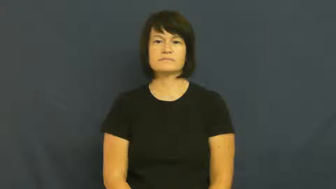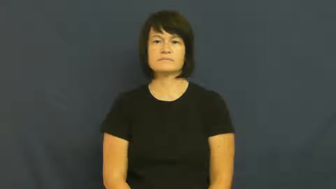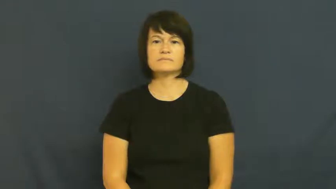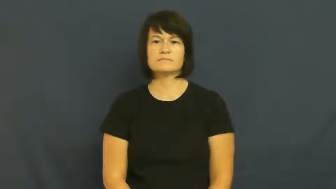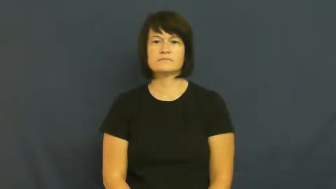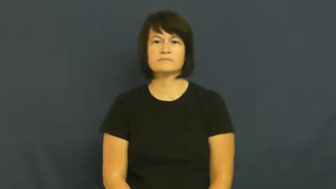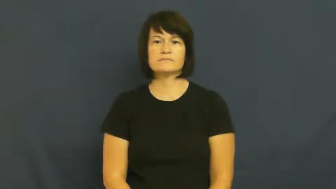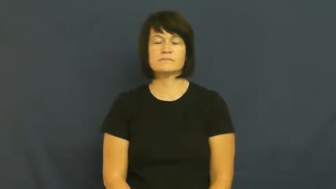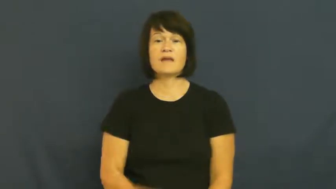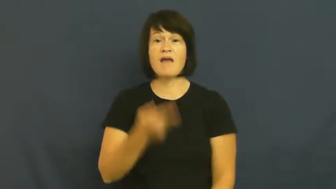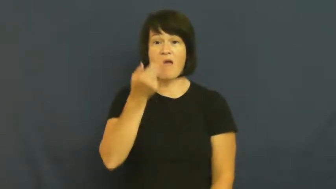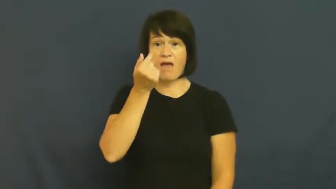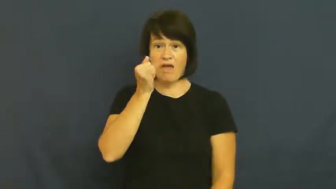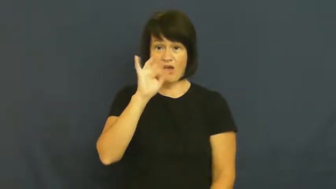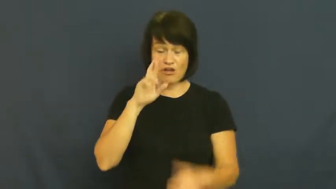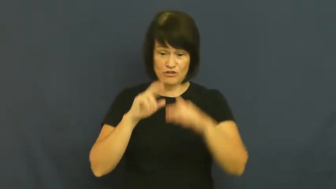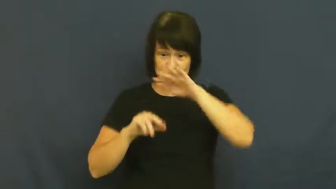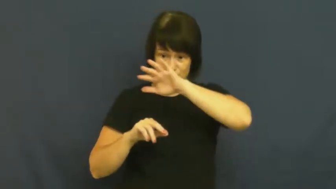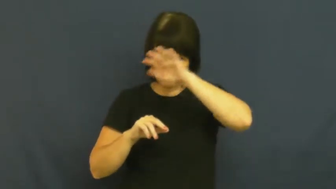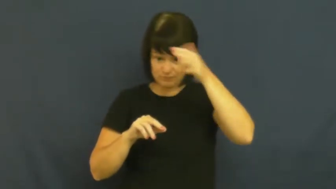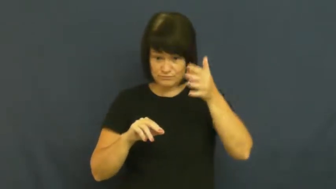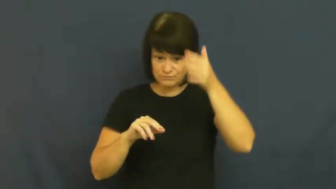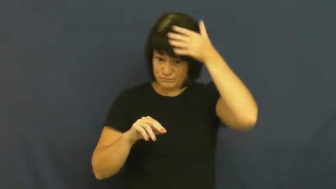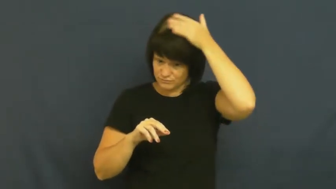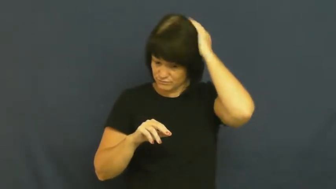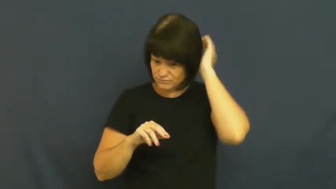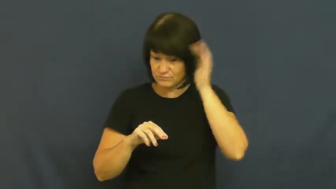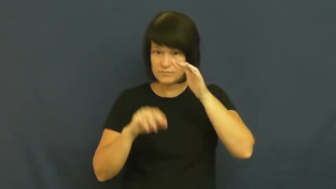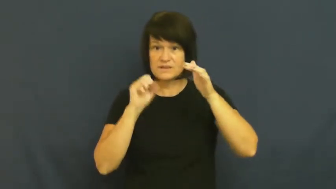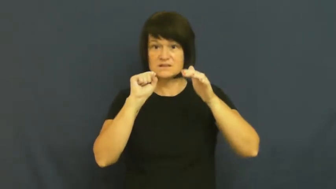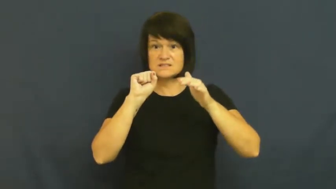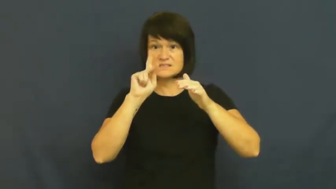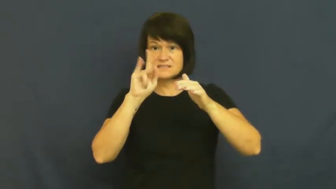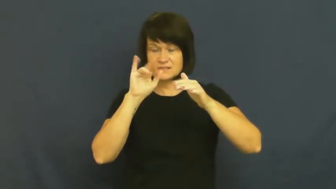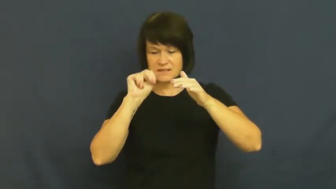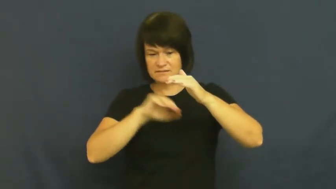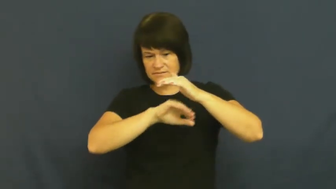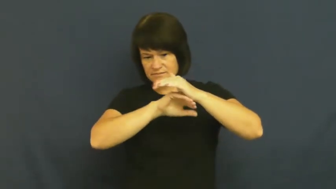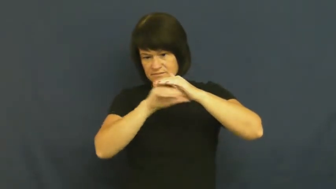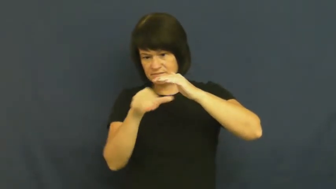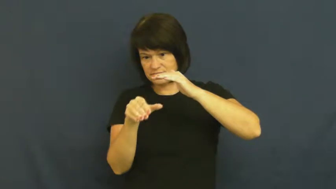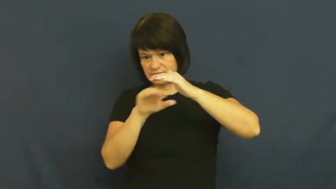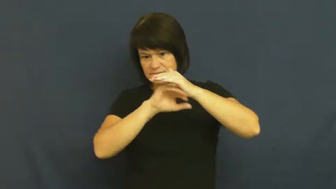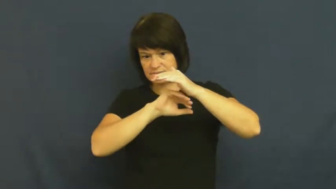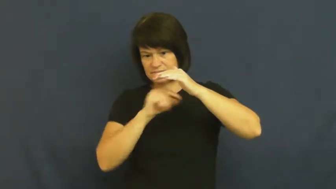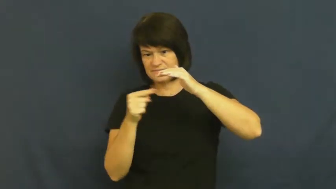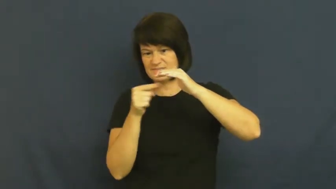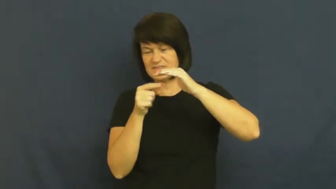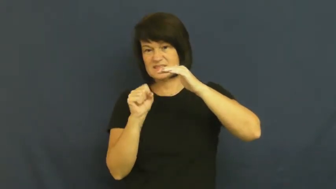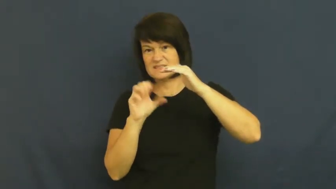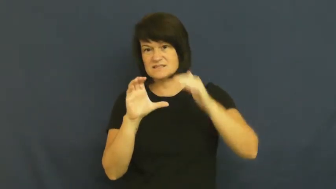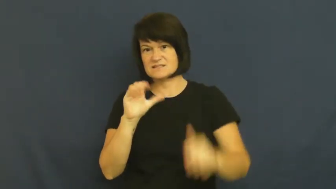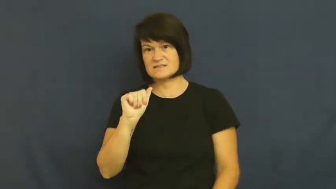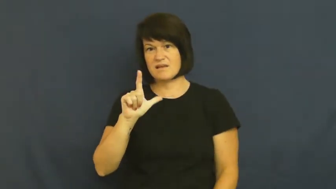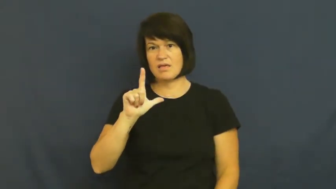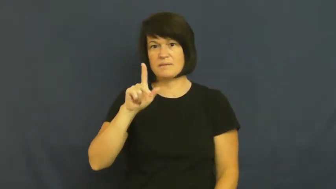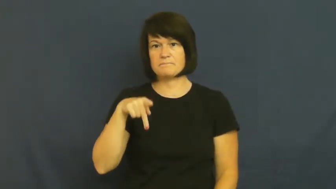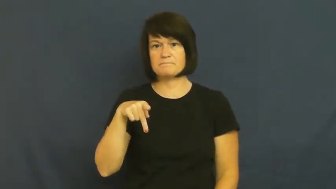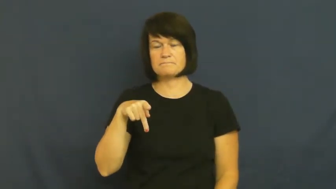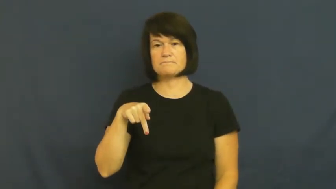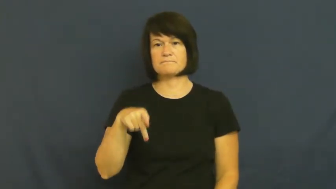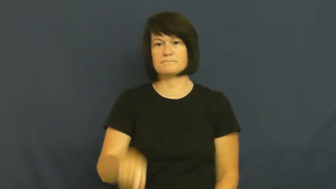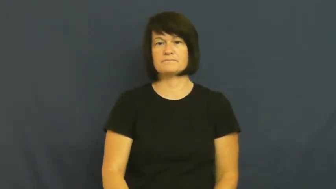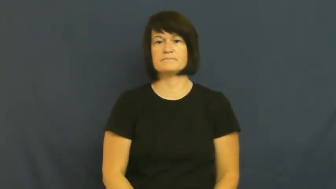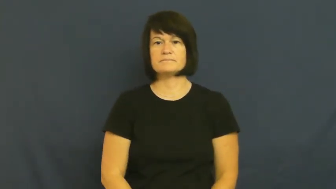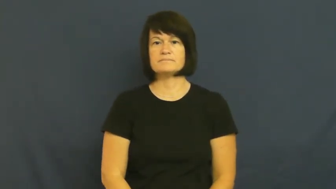scalp-hair